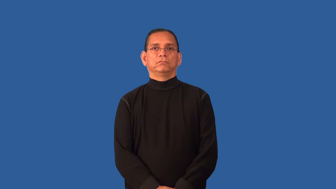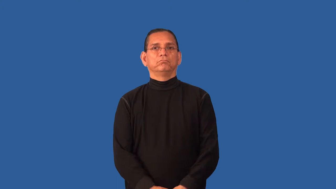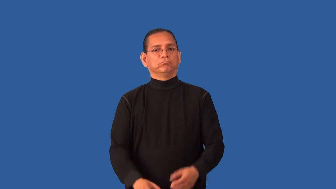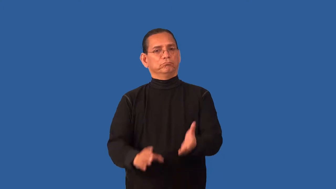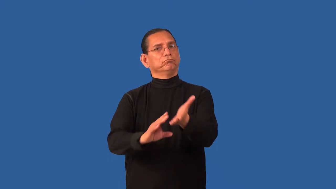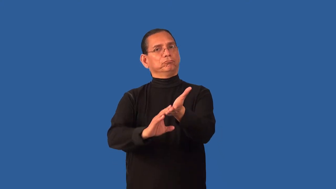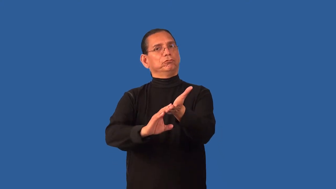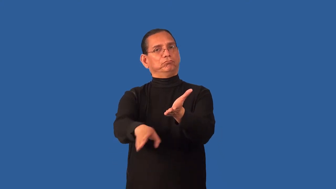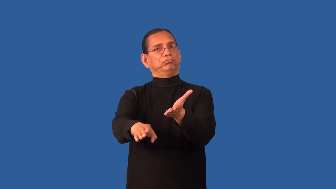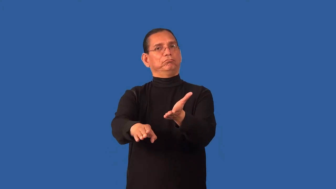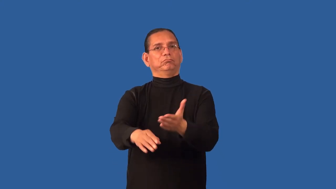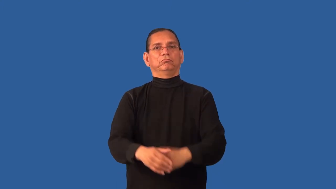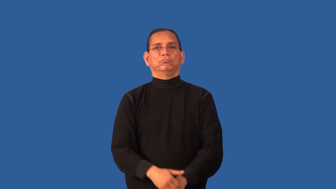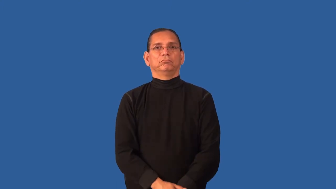discharge,dismiss,cashier-let go